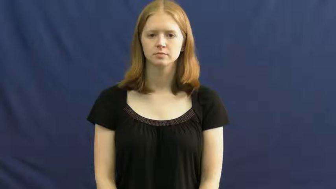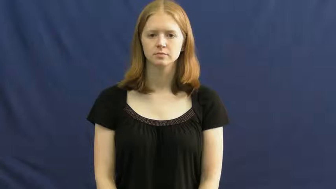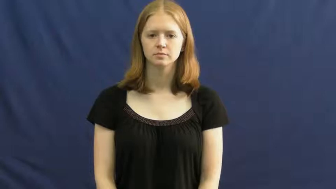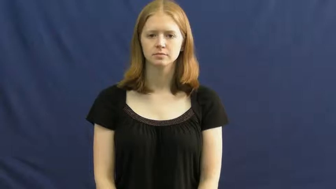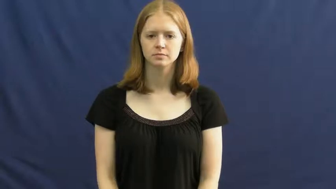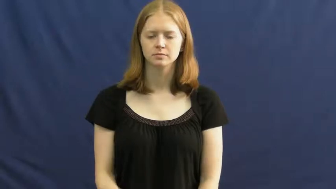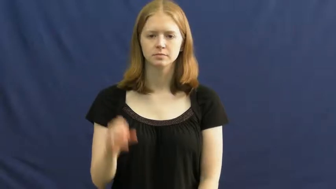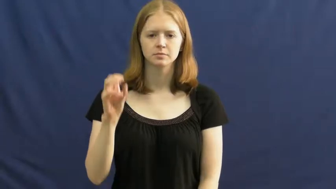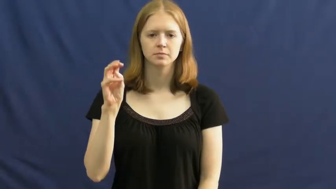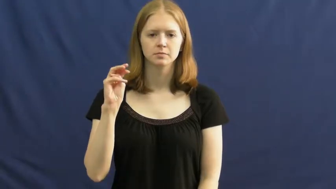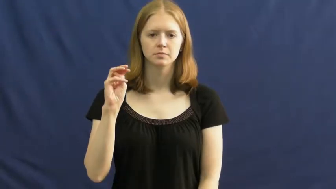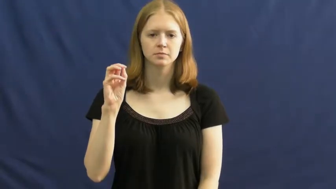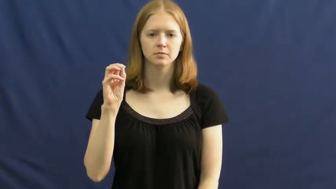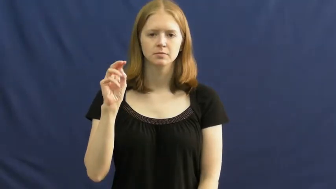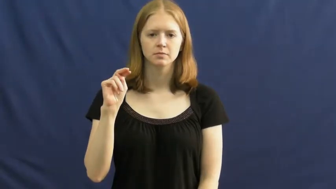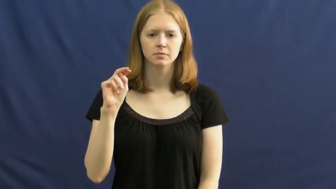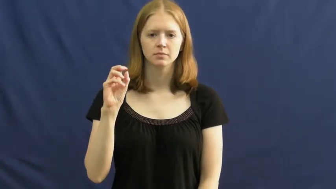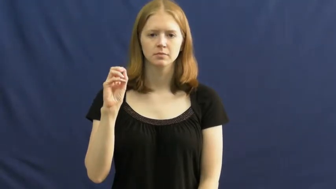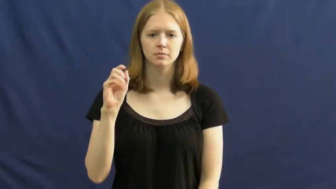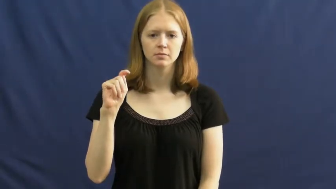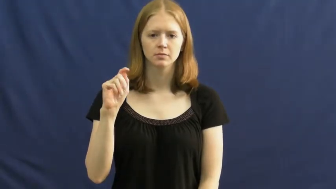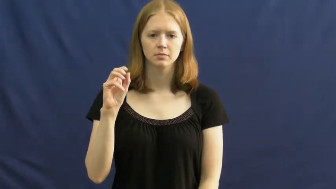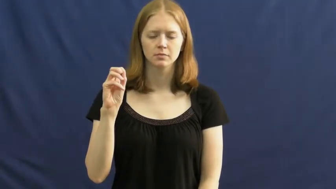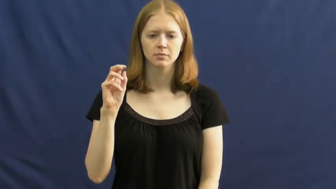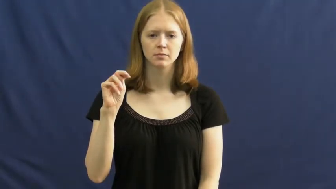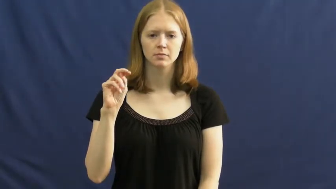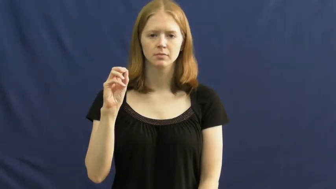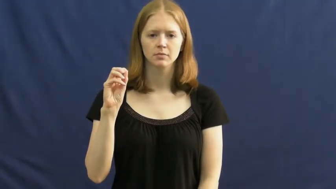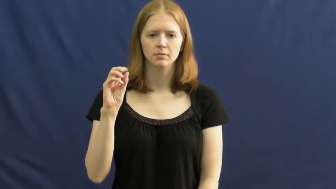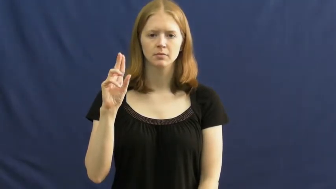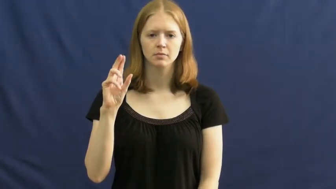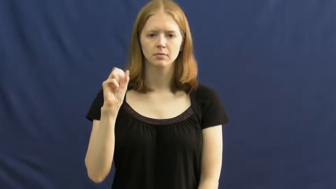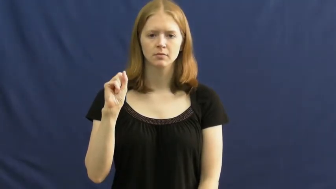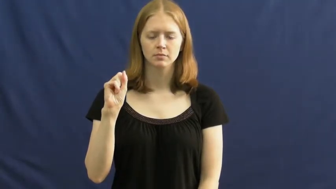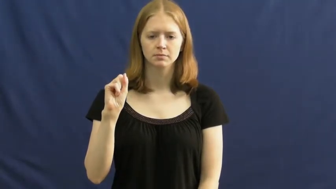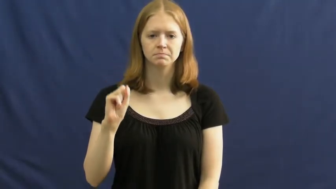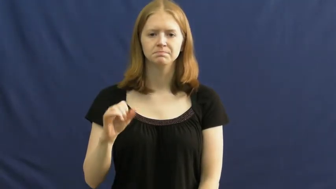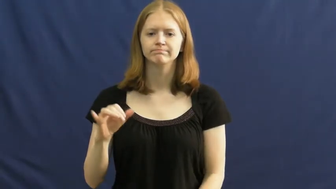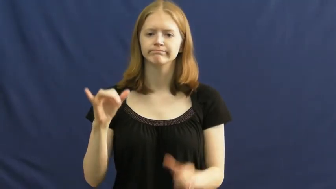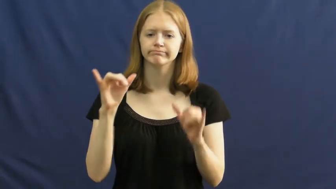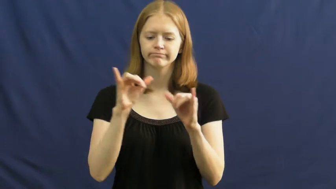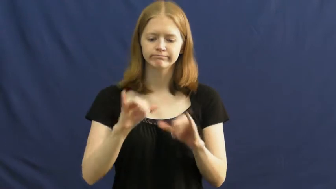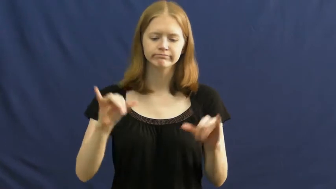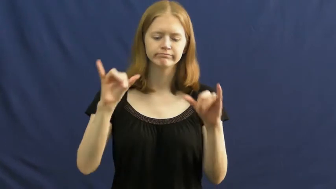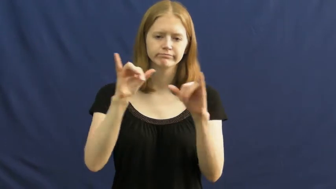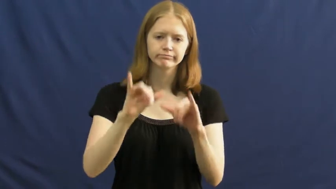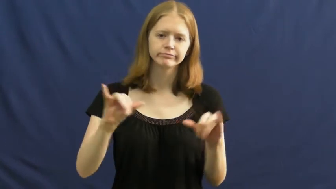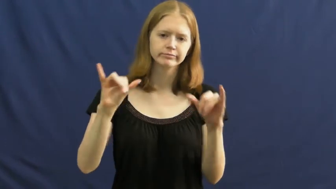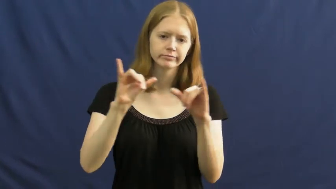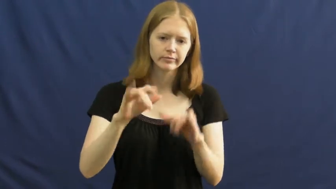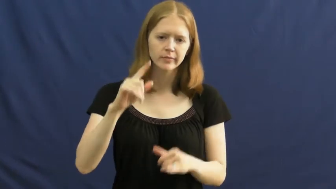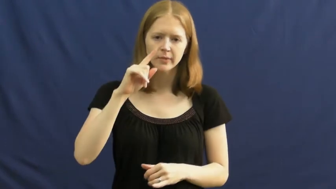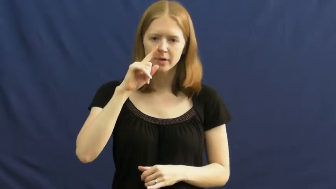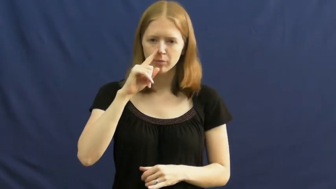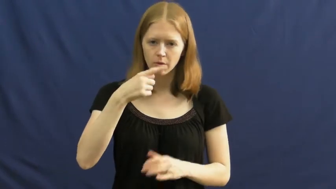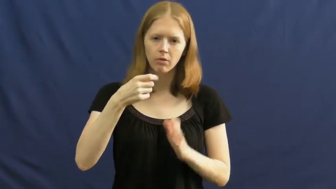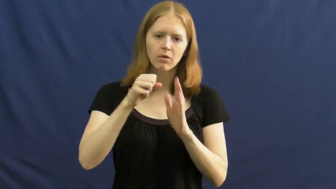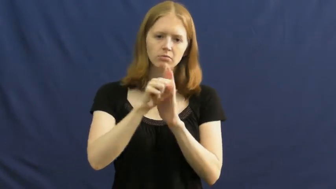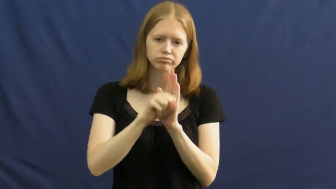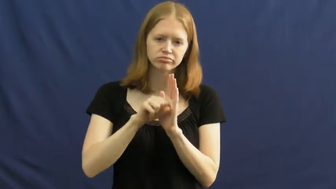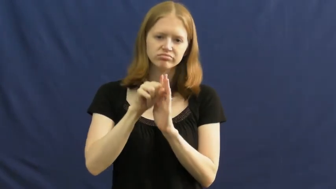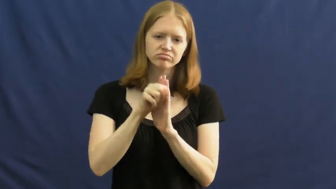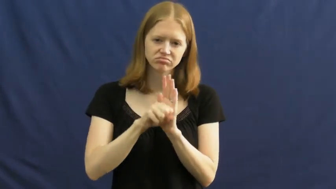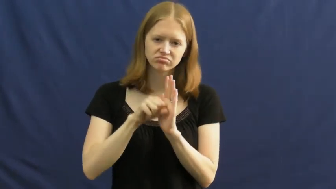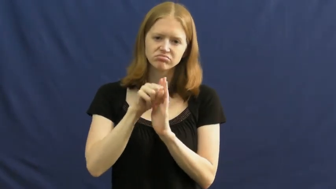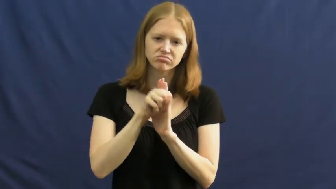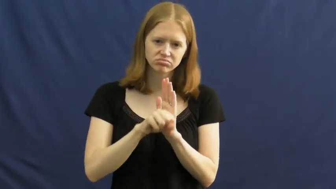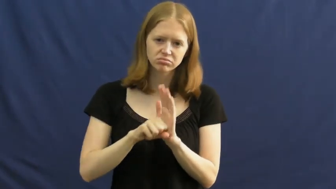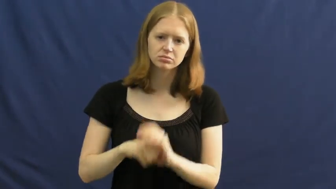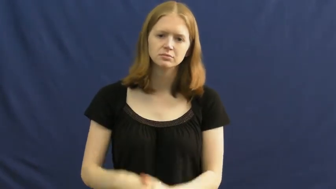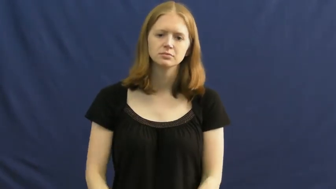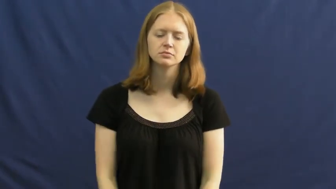monotonous